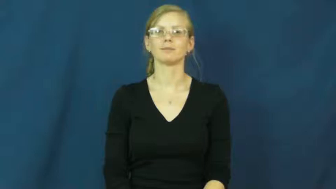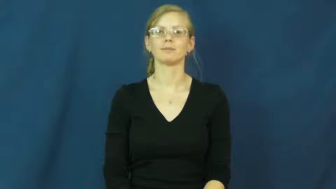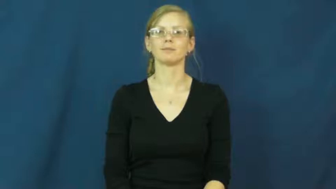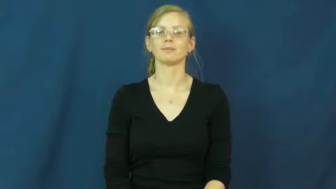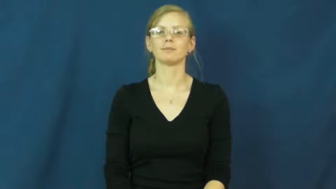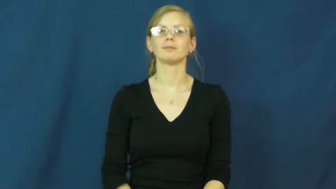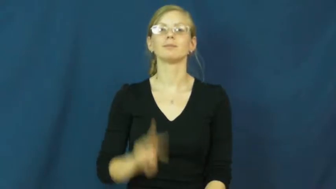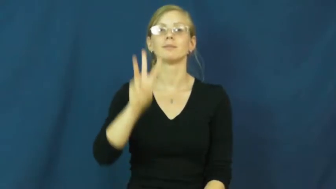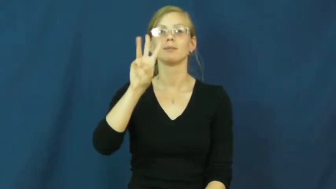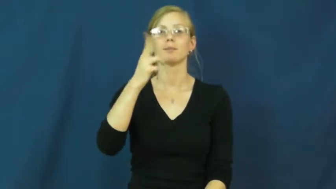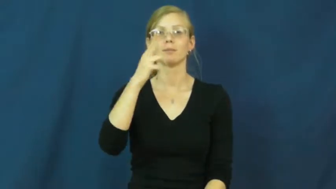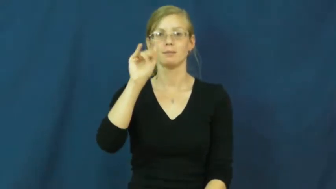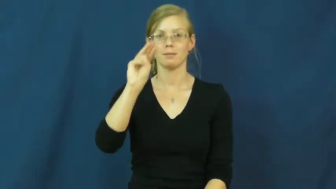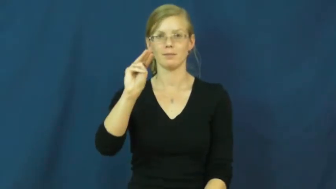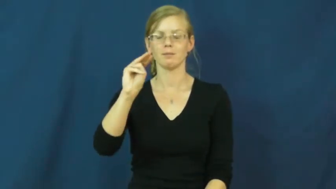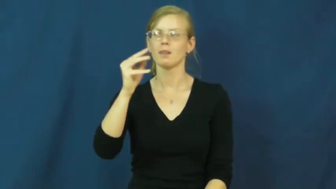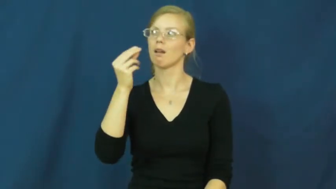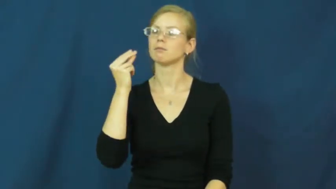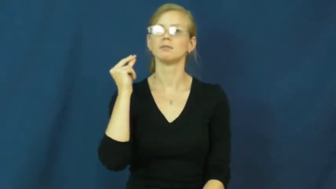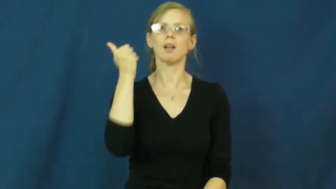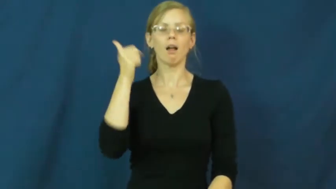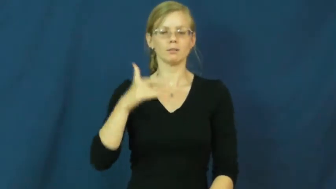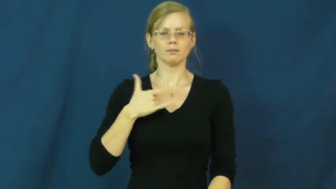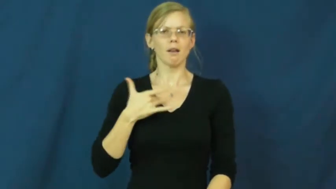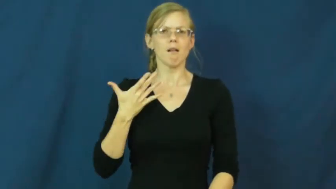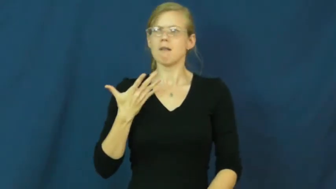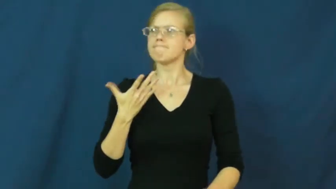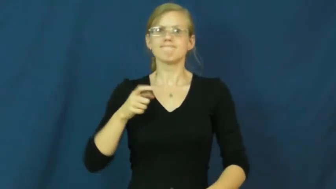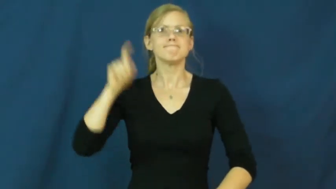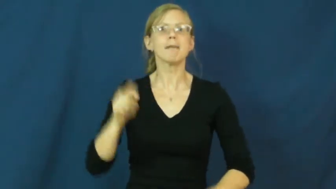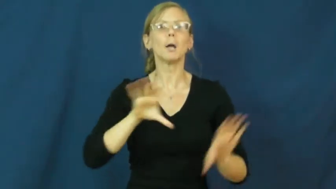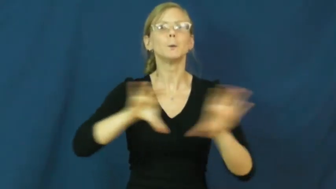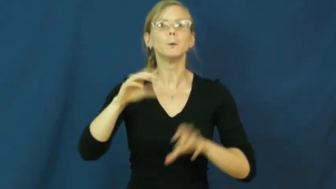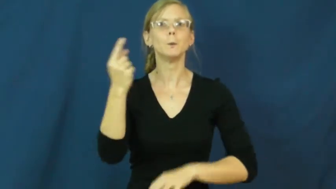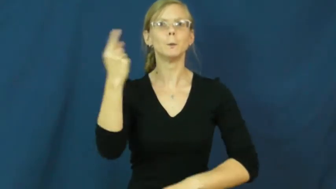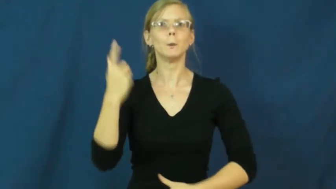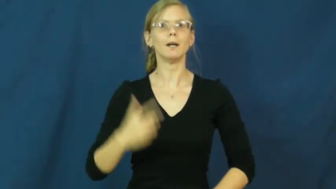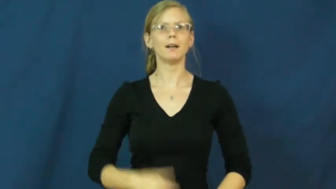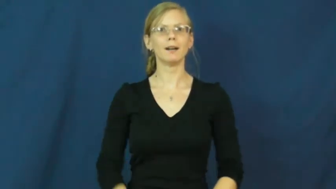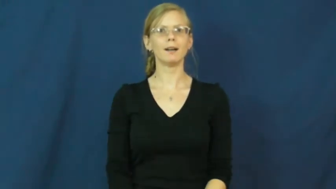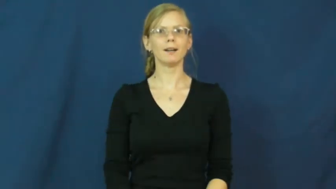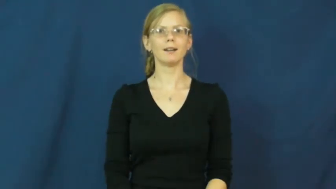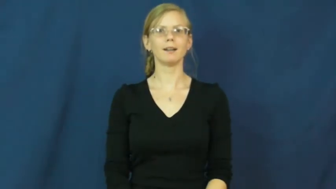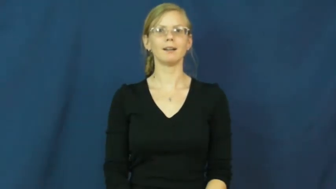whim